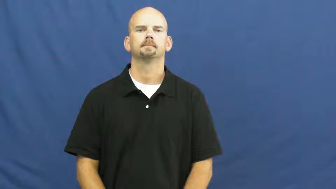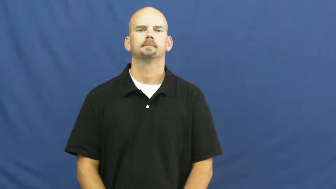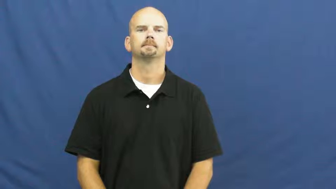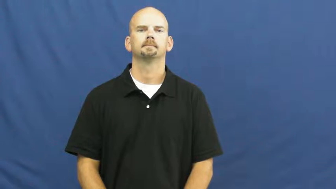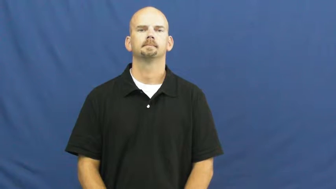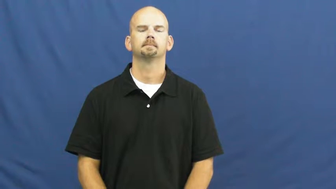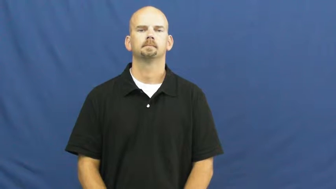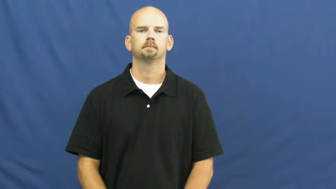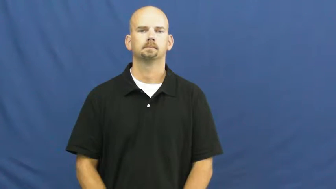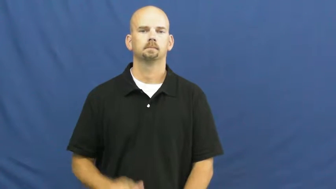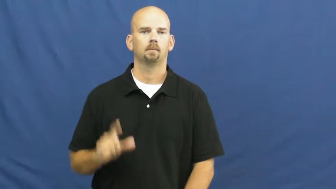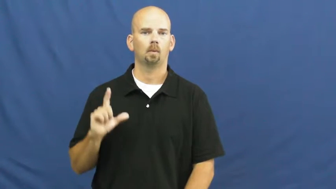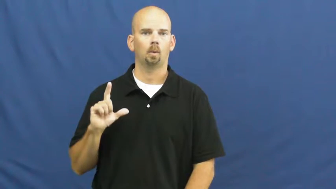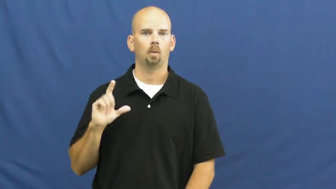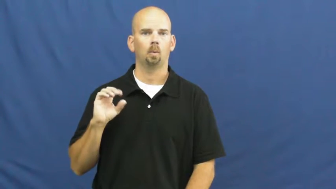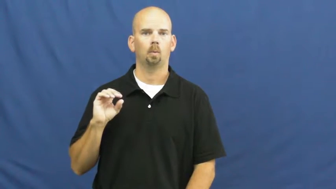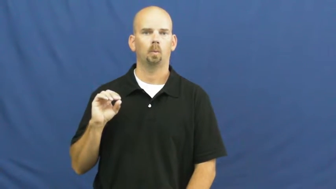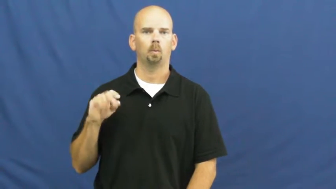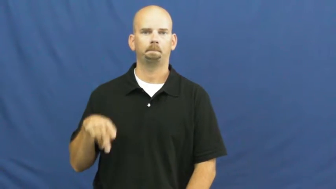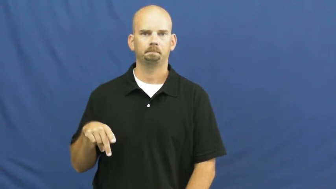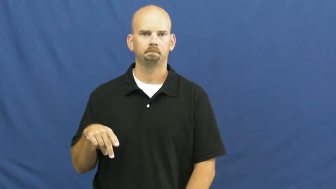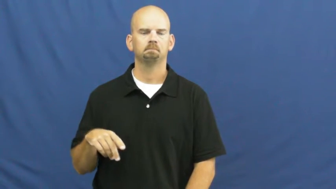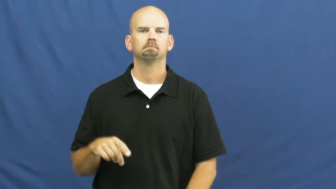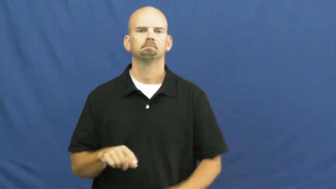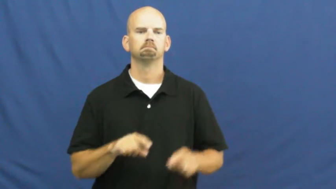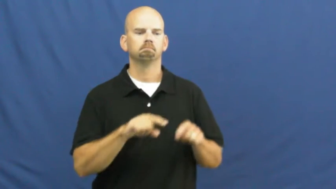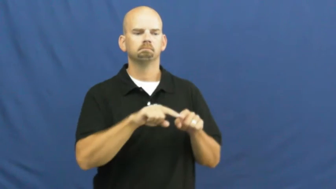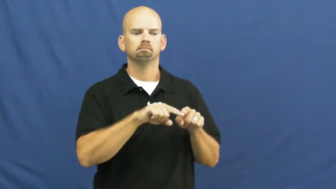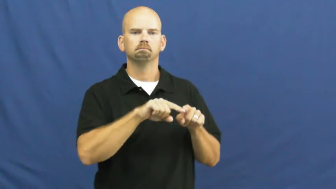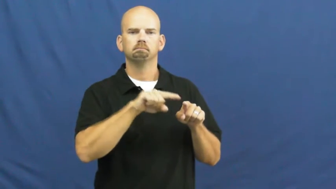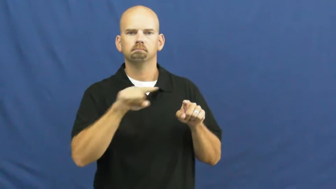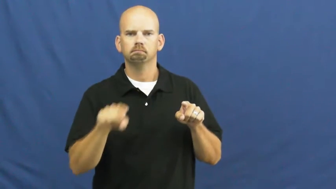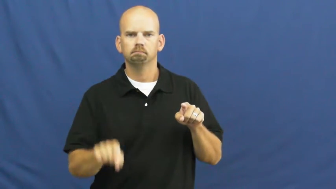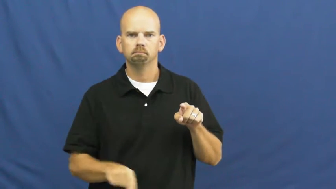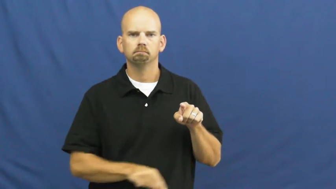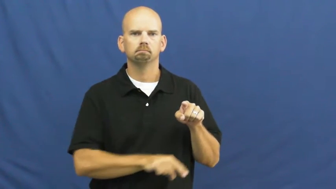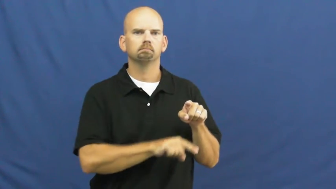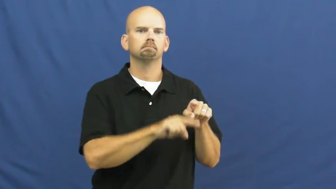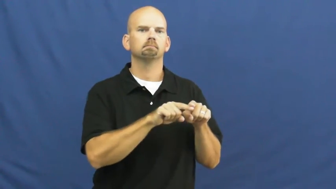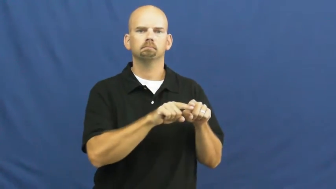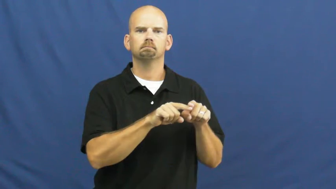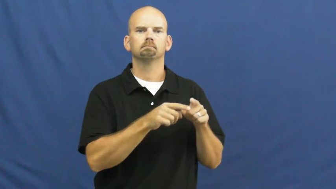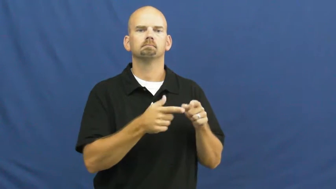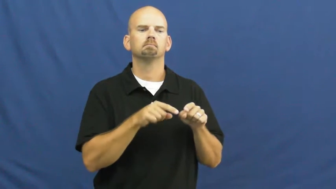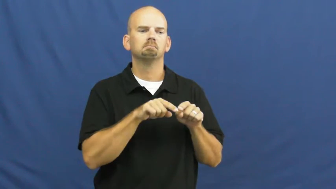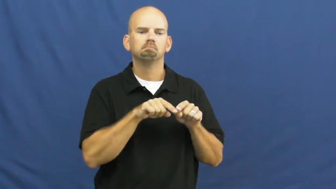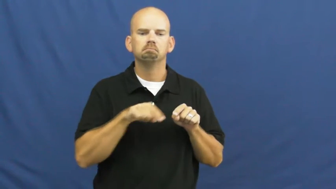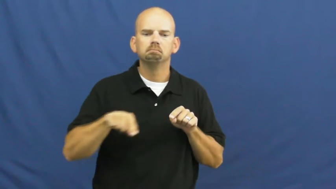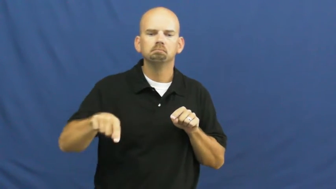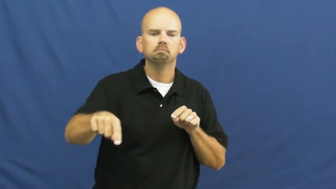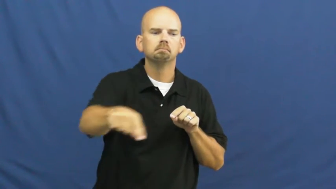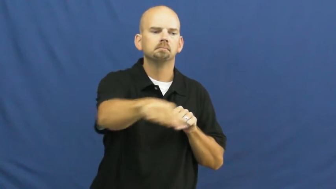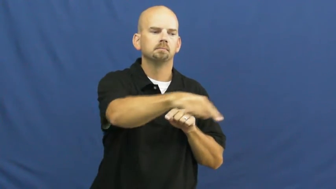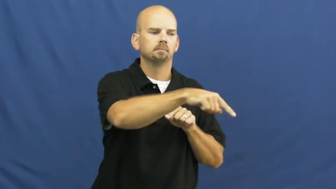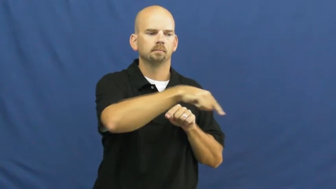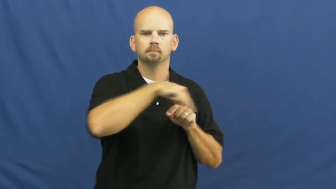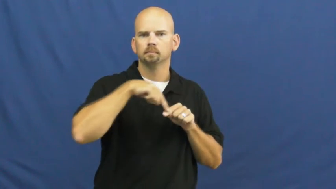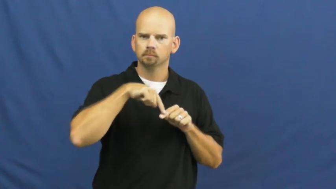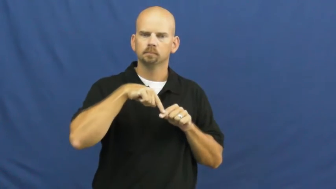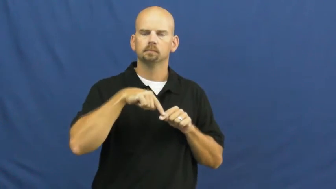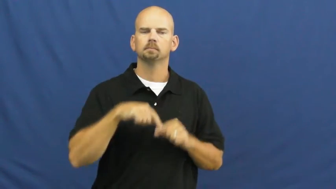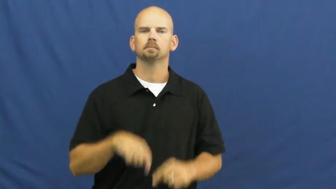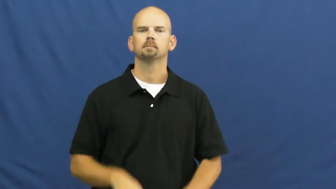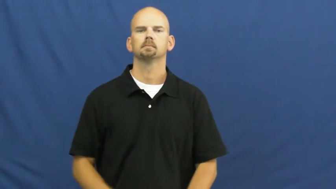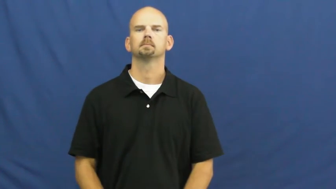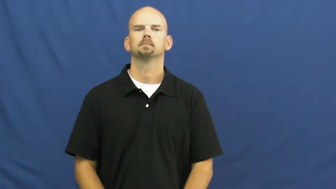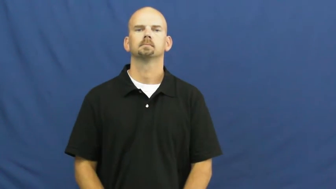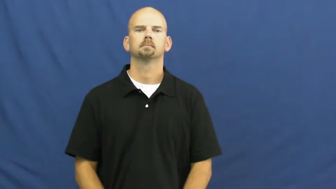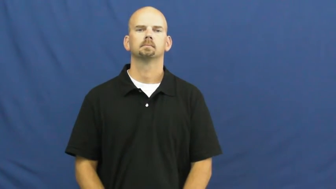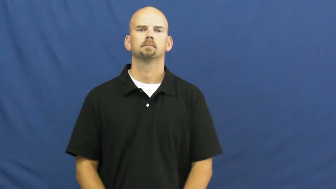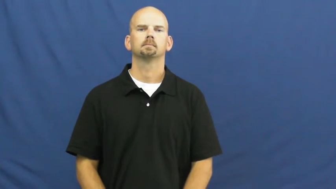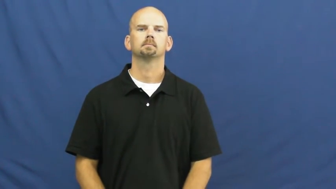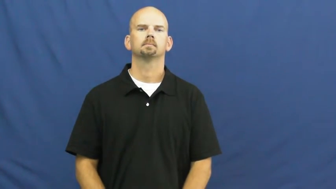loop